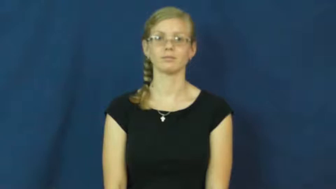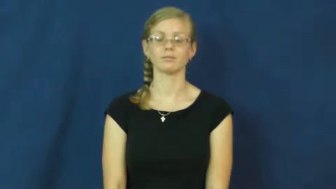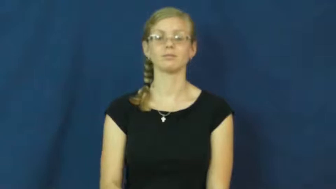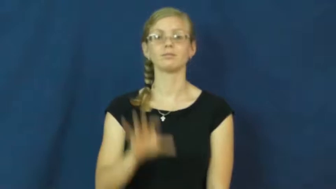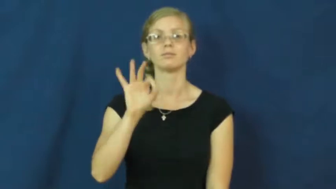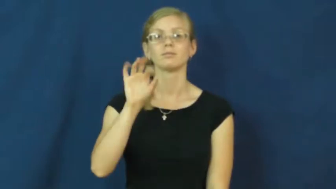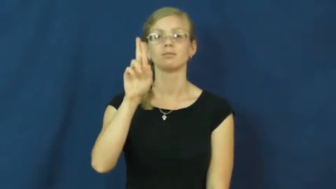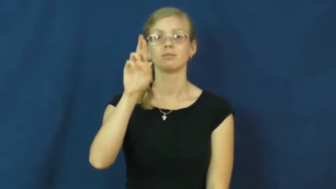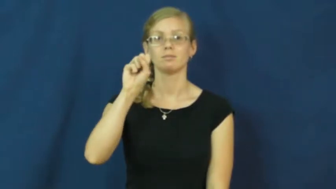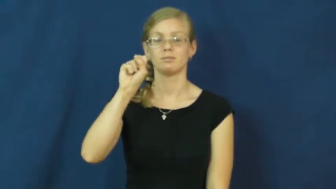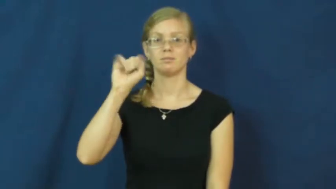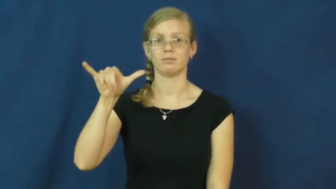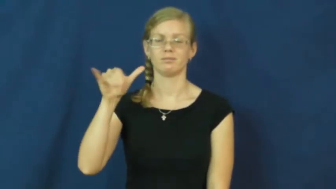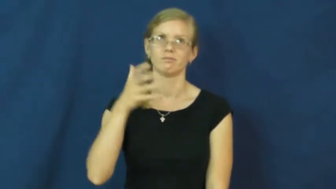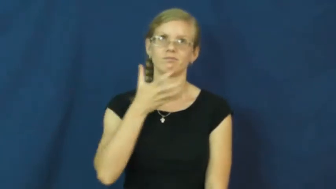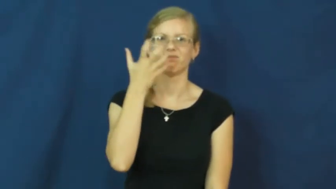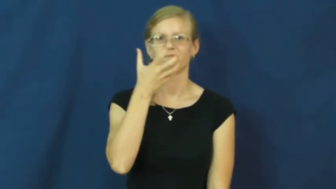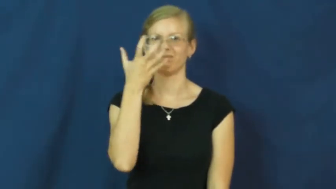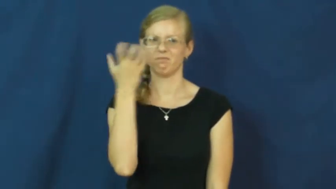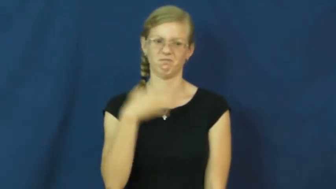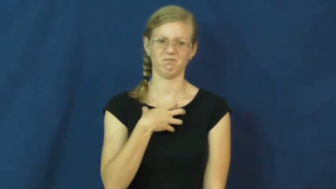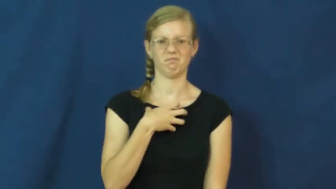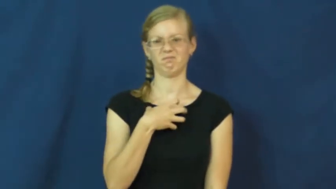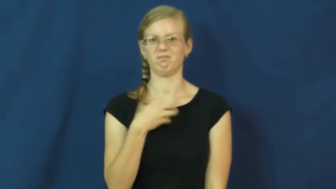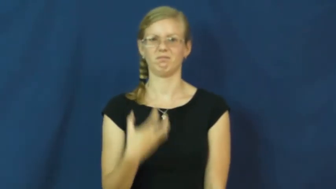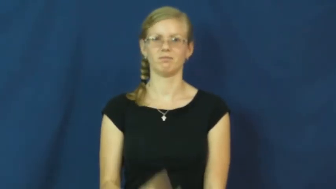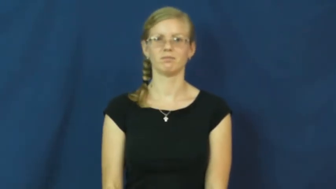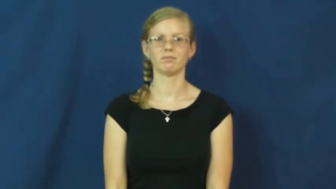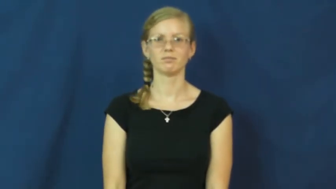fussy